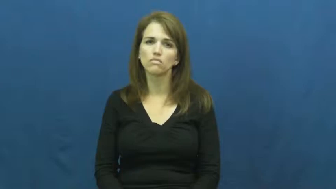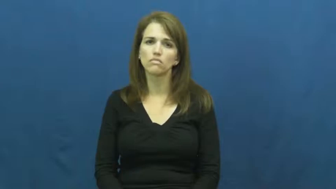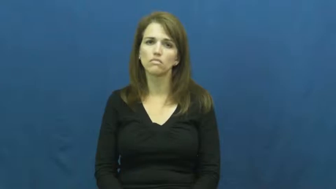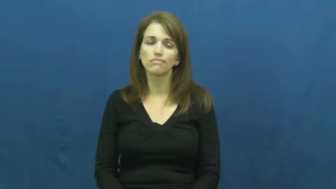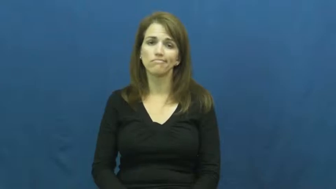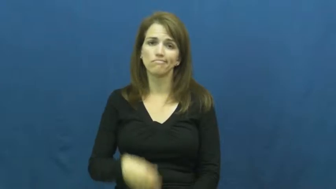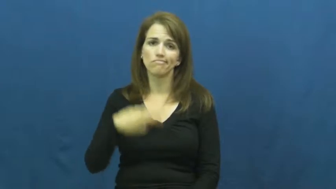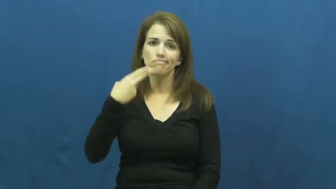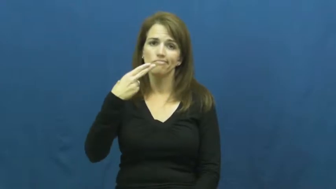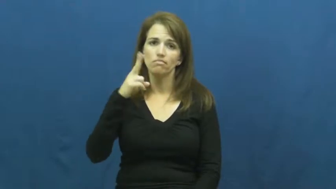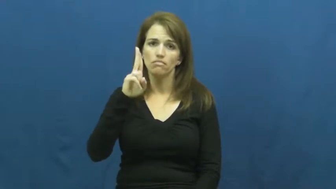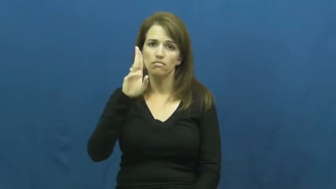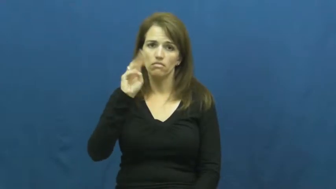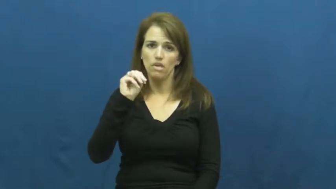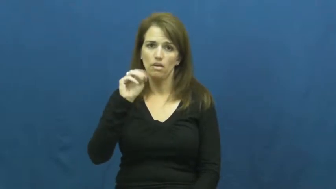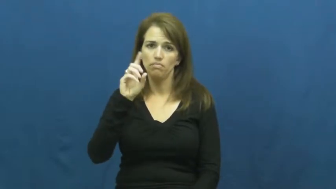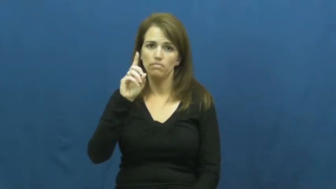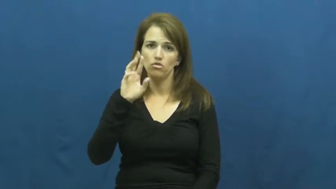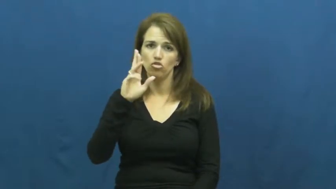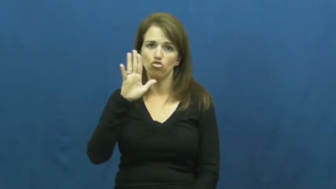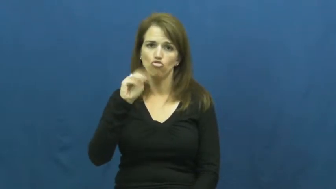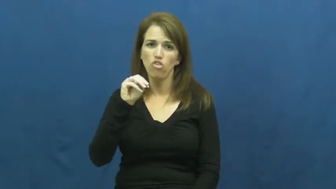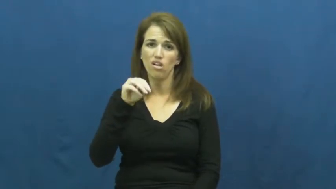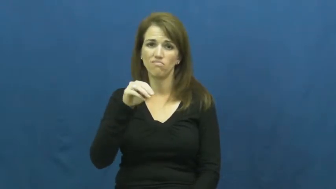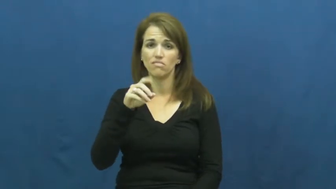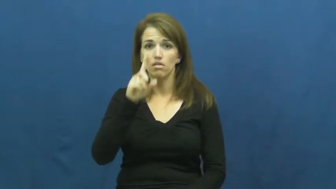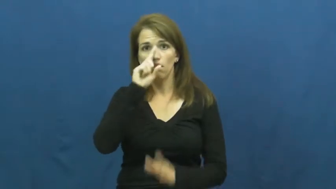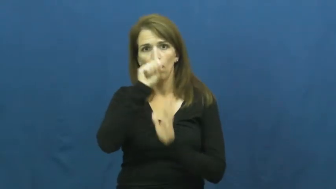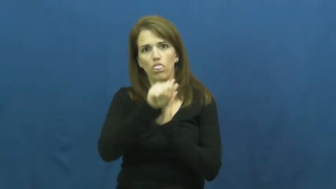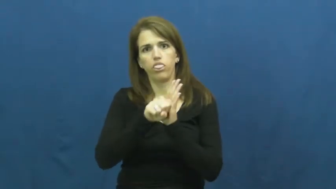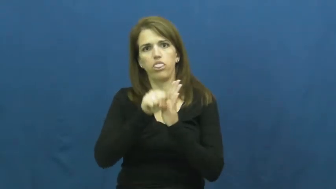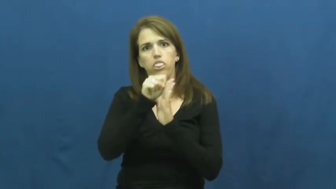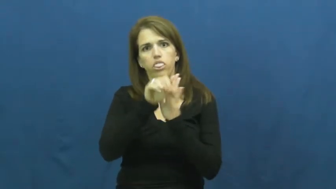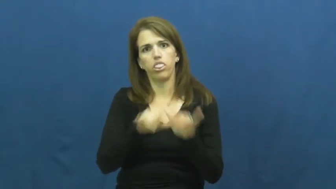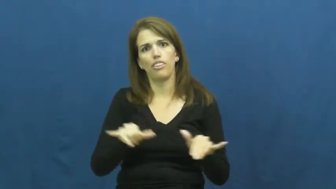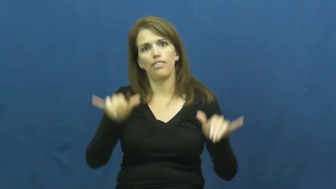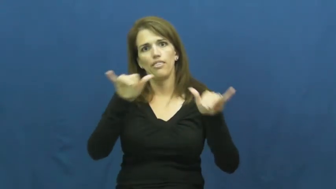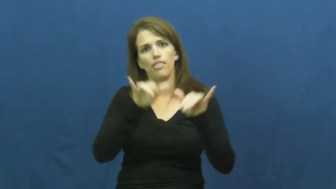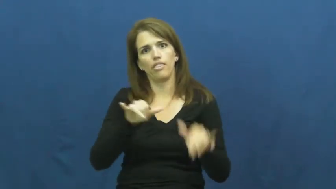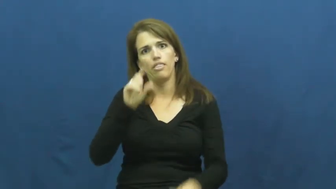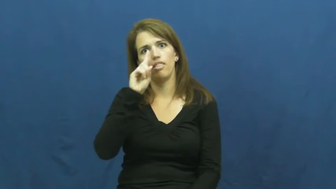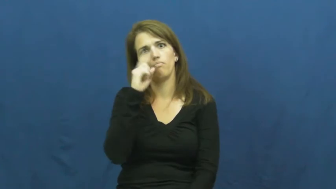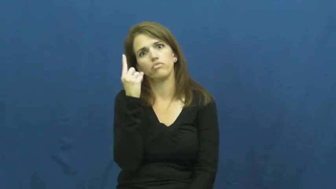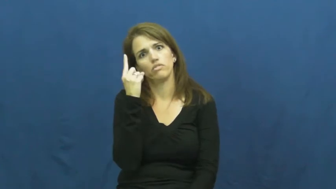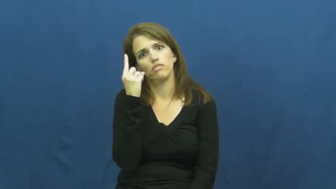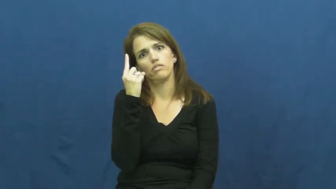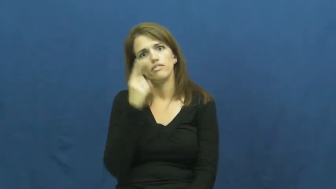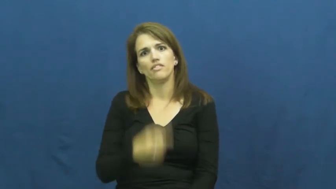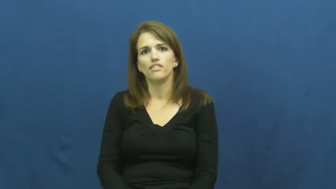humdrum